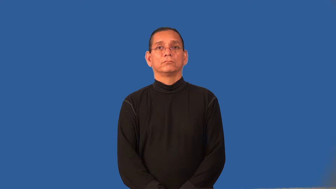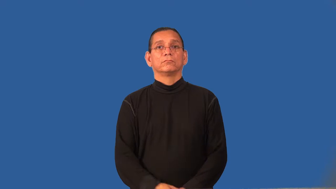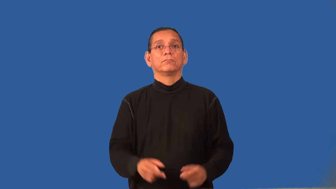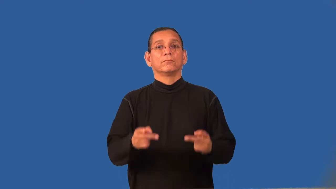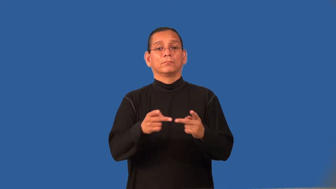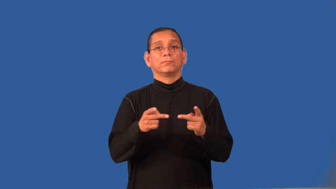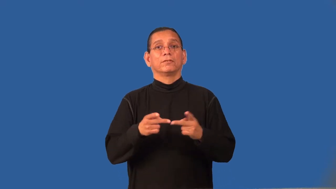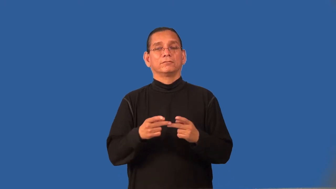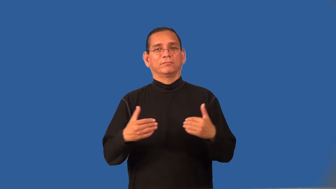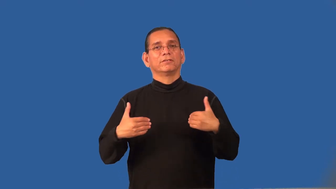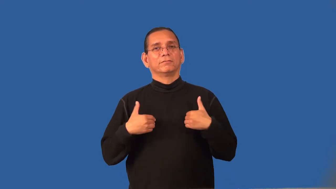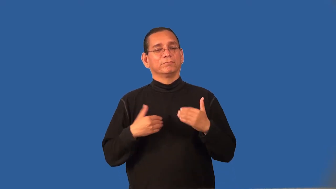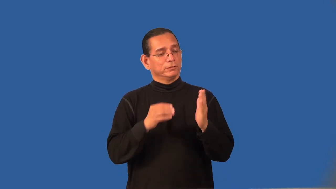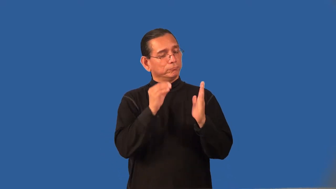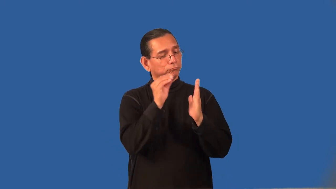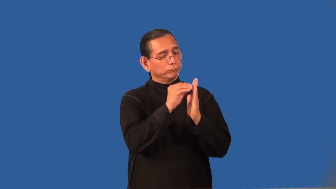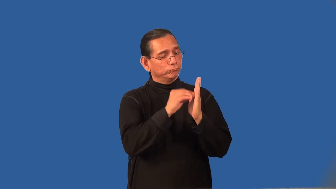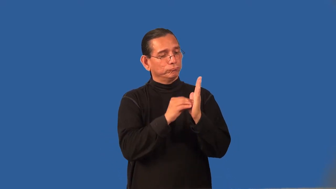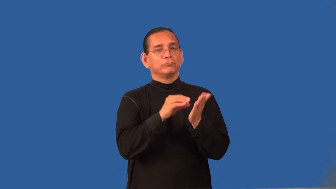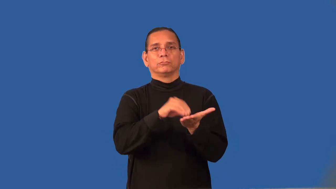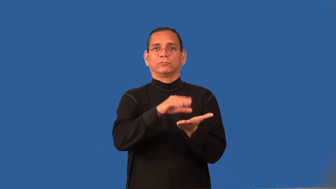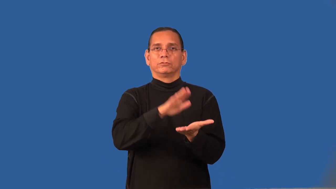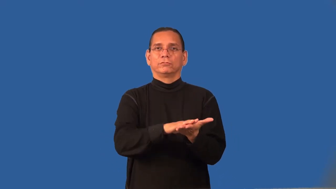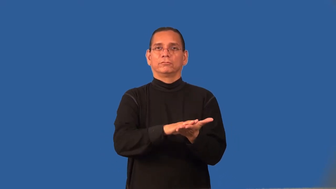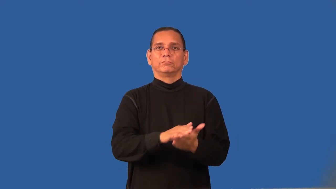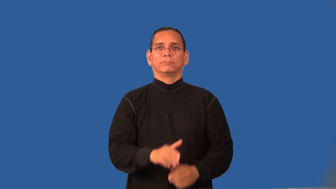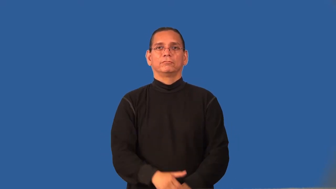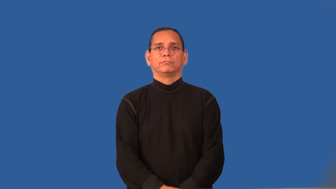registry